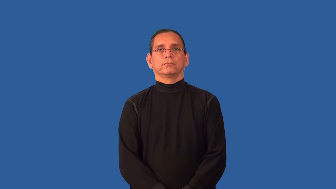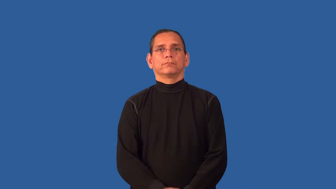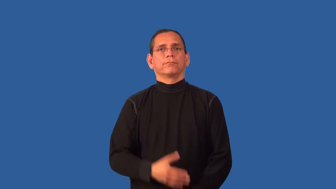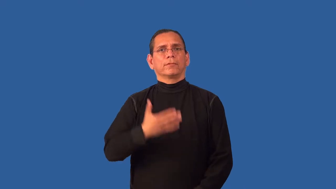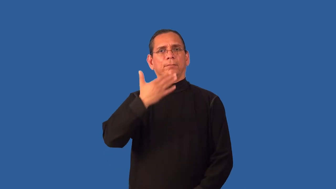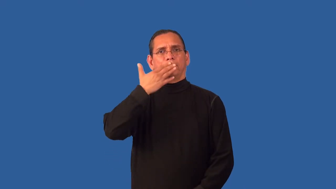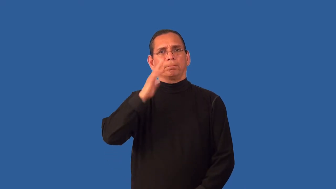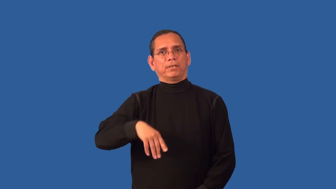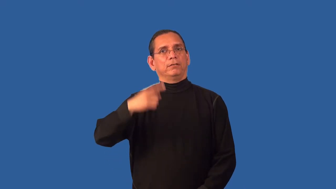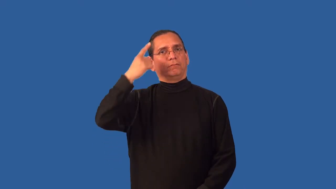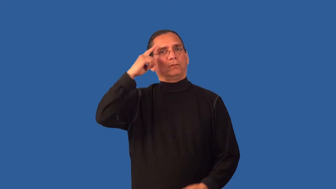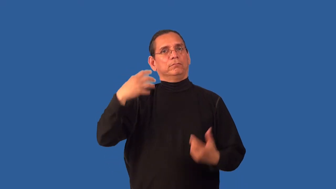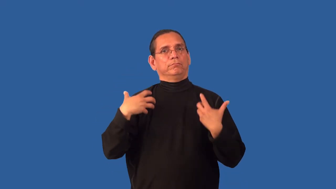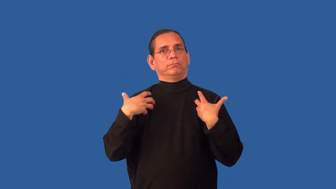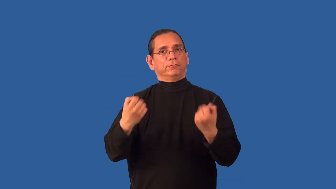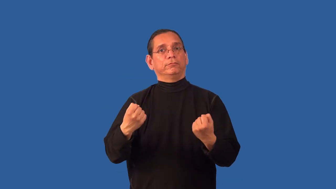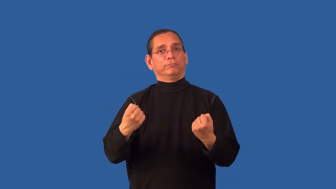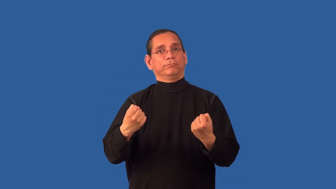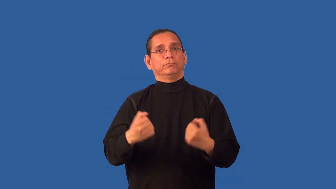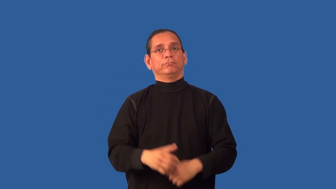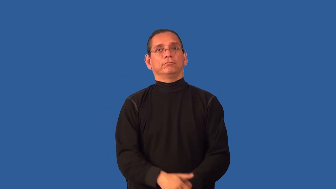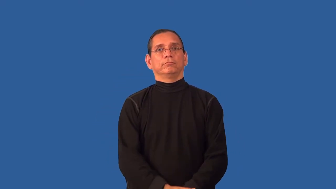unwholesome